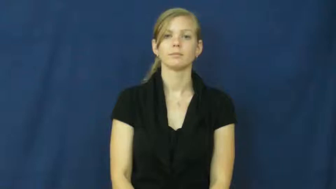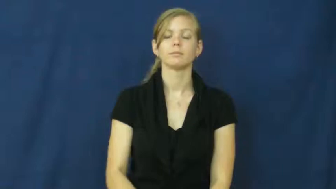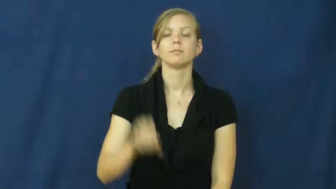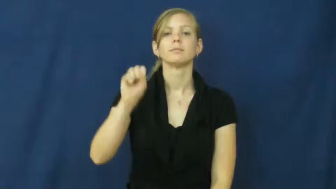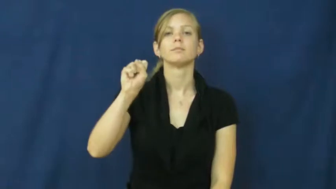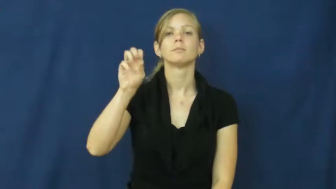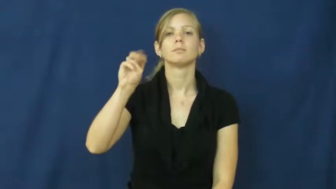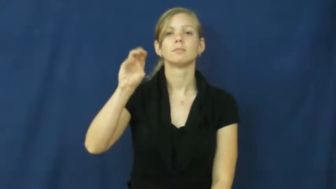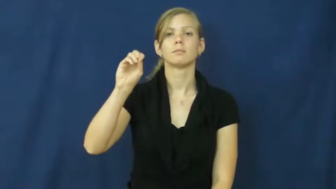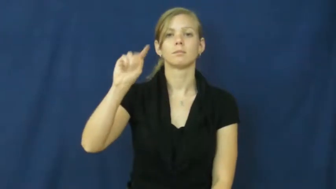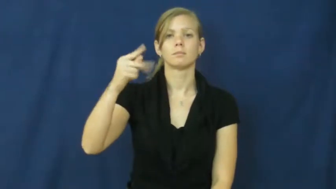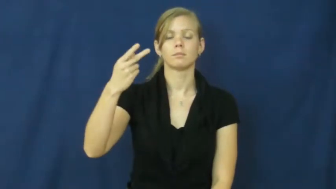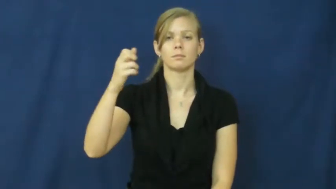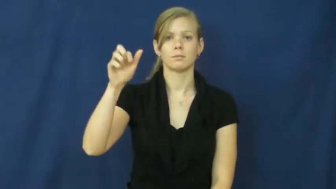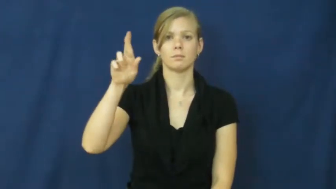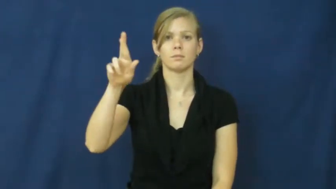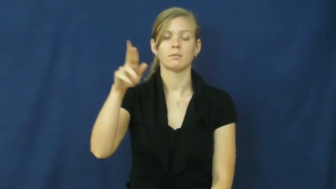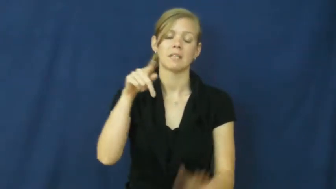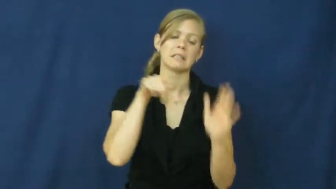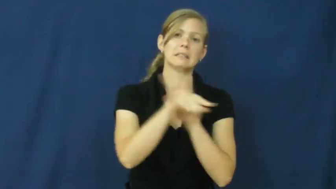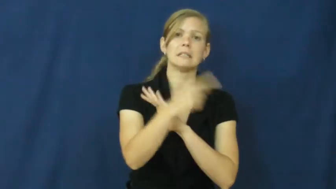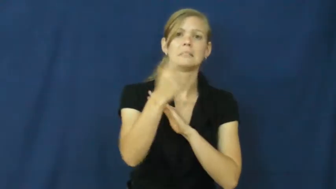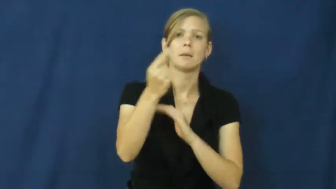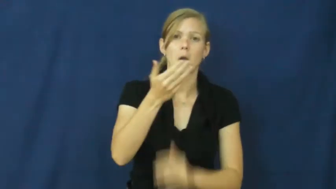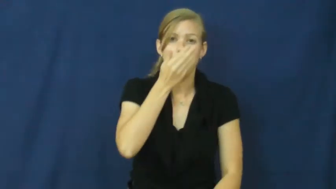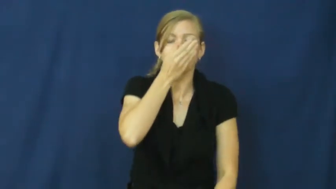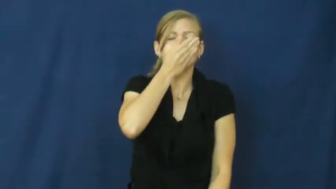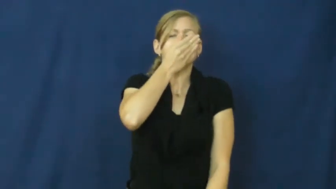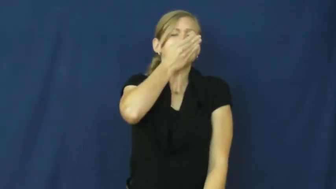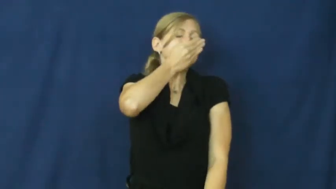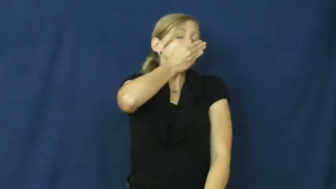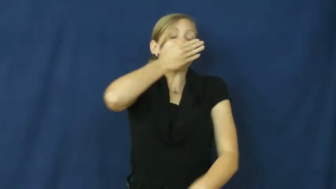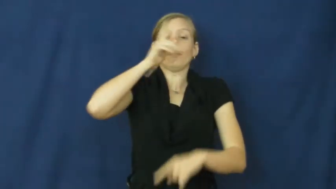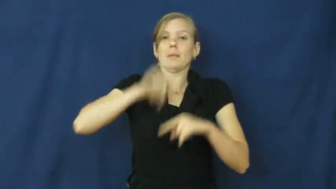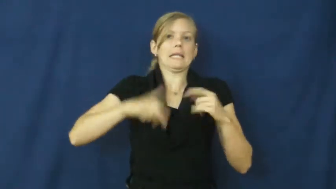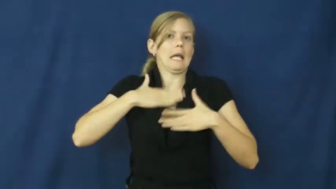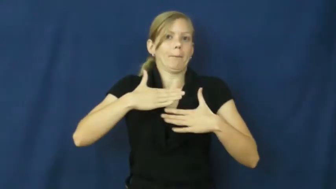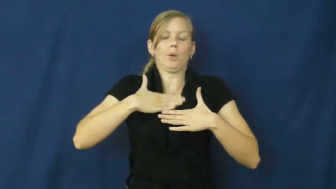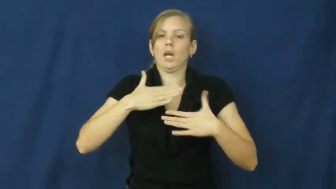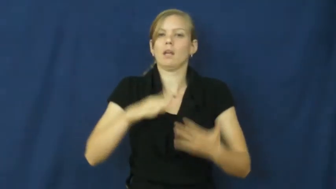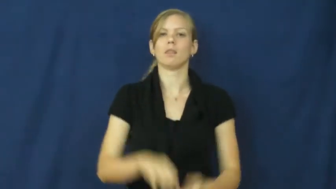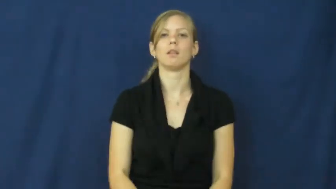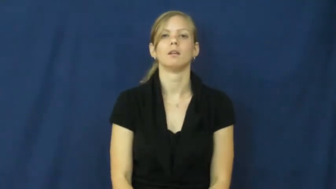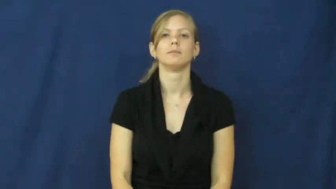smother-kill someone